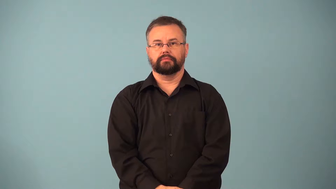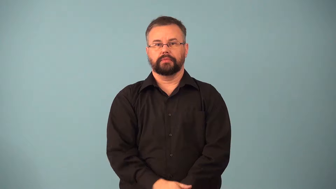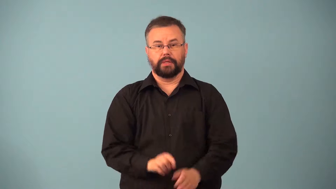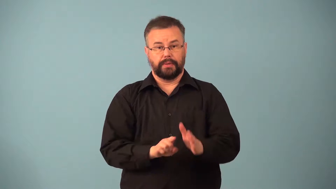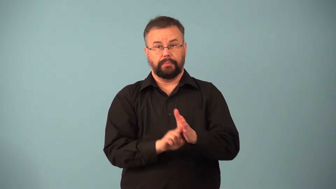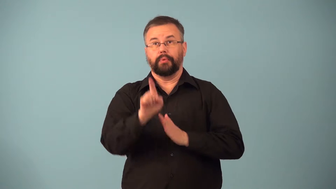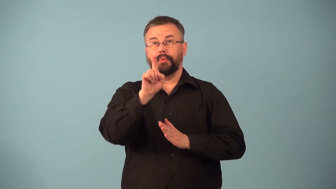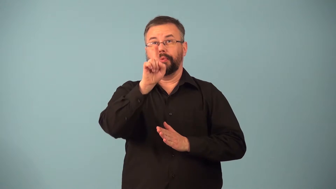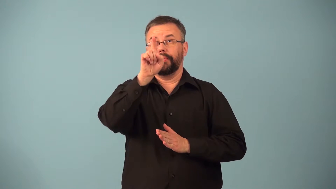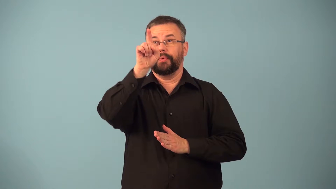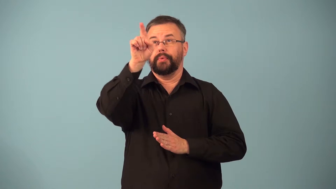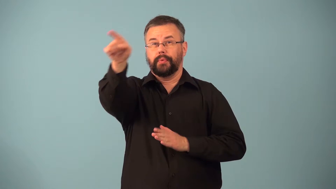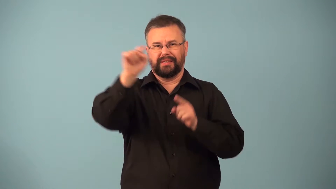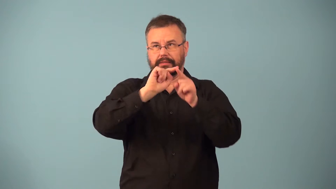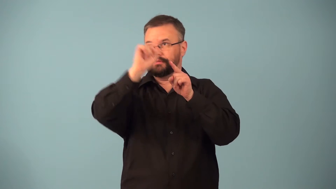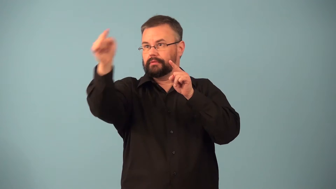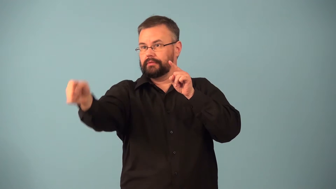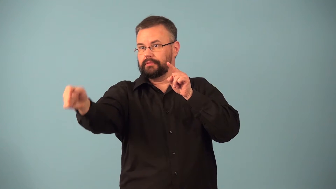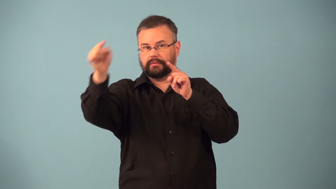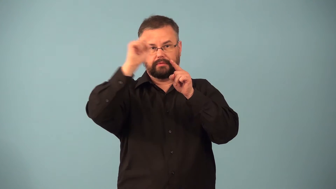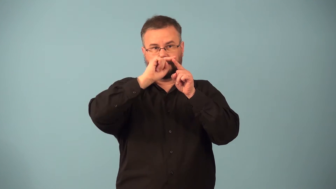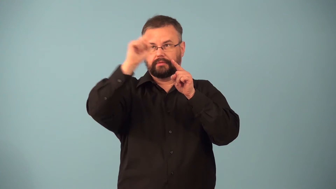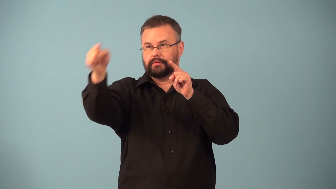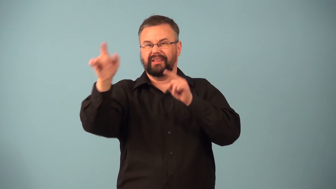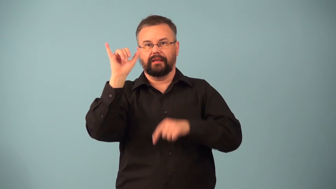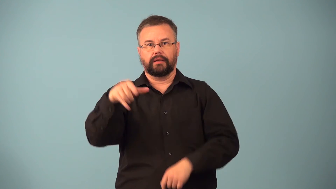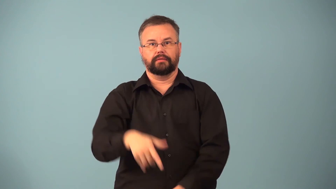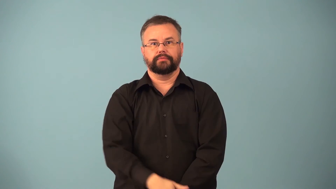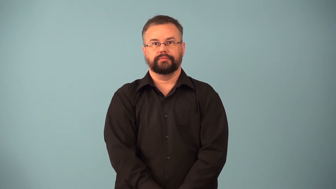downrange